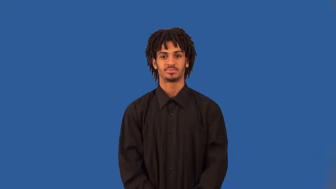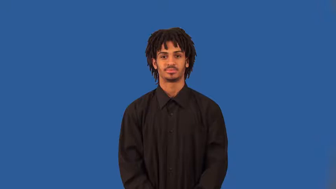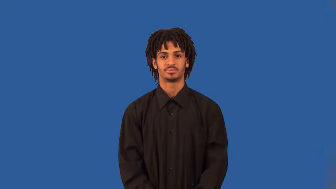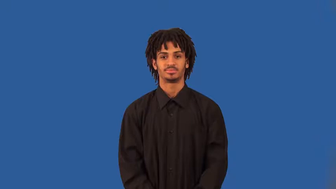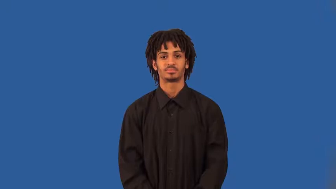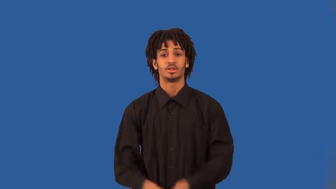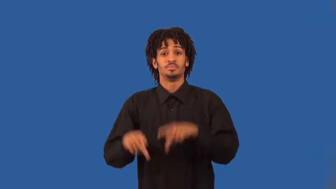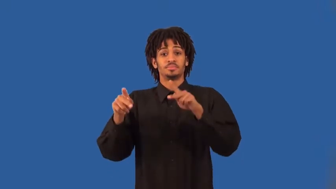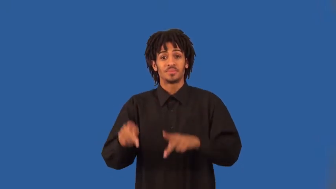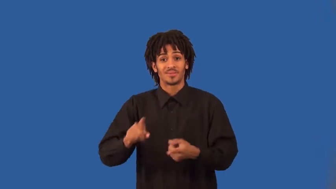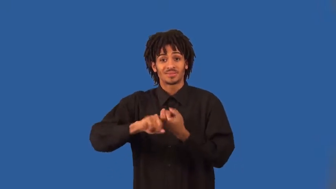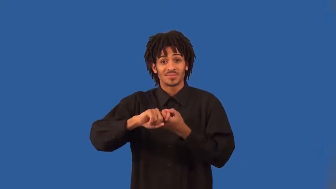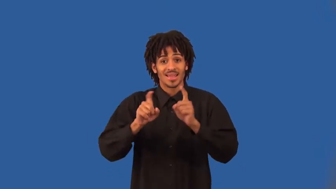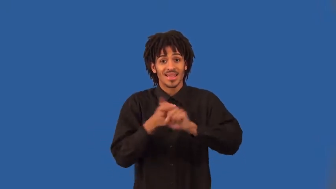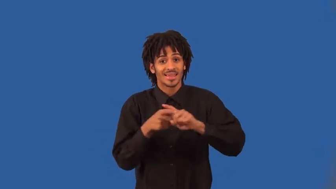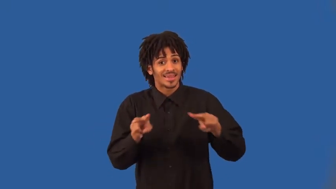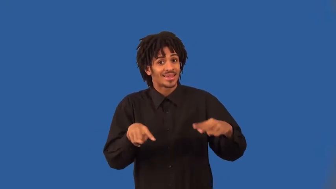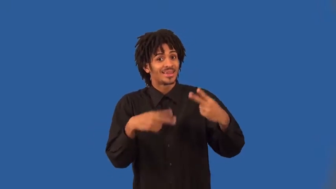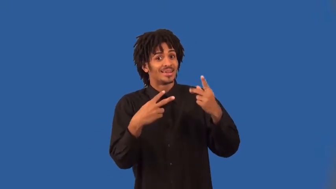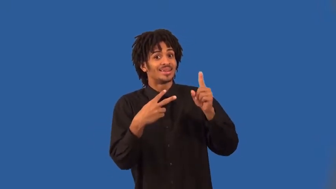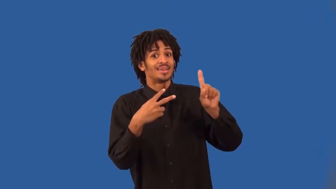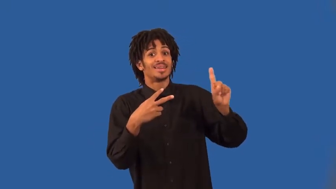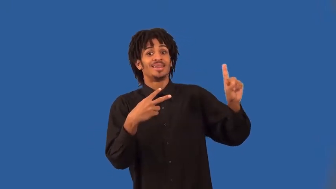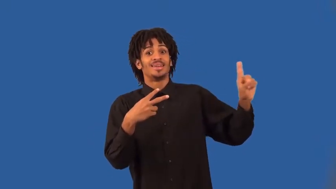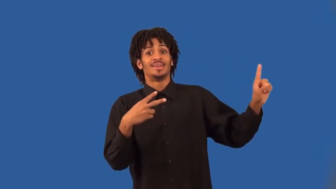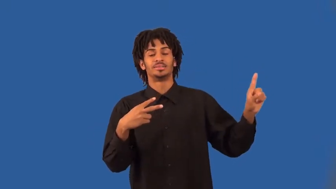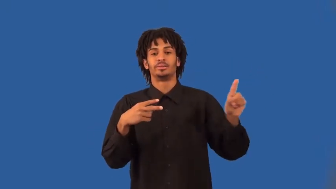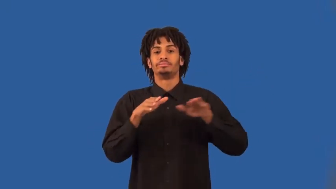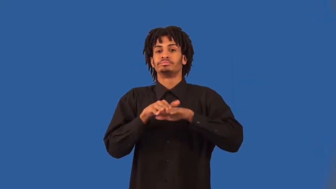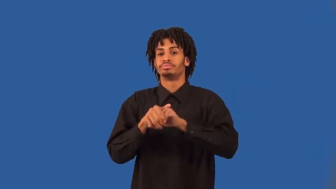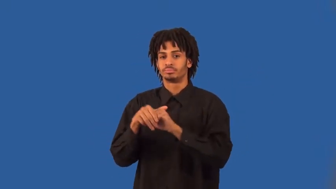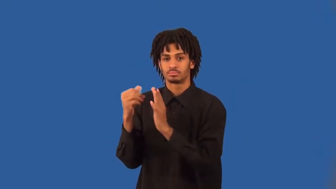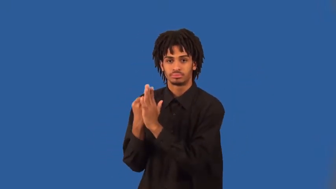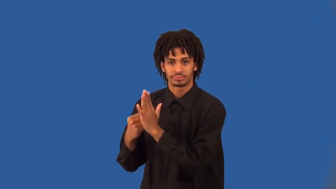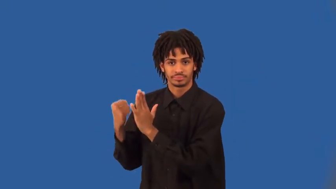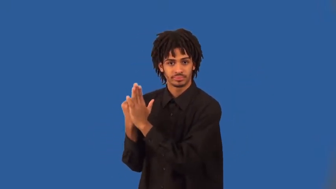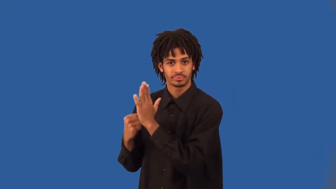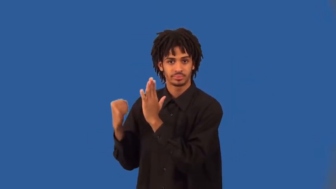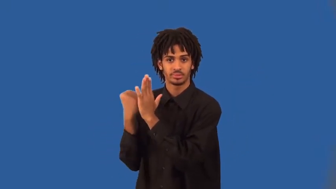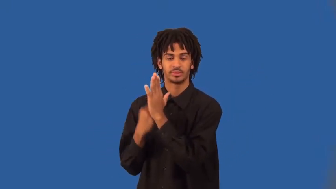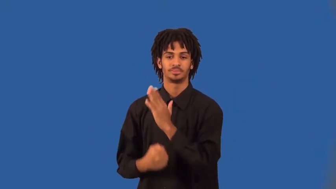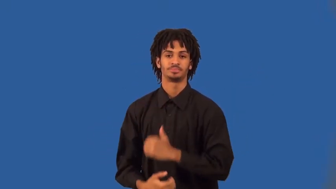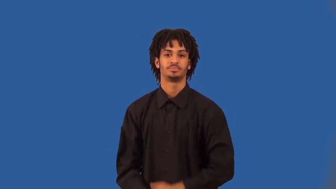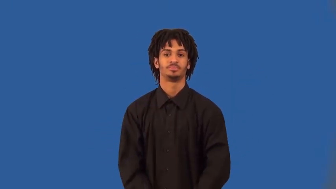backstabber,backbiter,slanderer